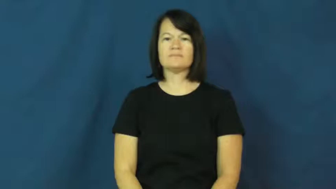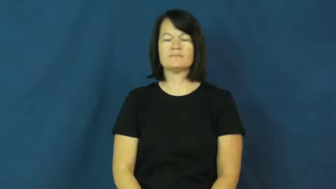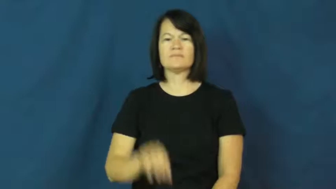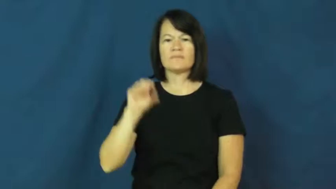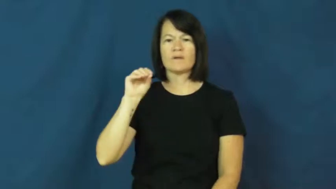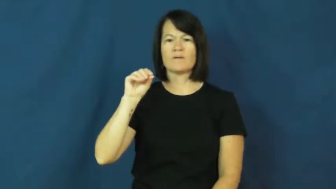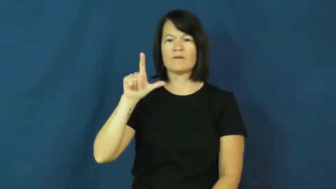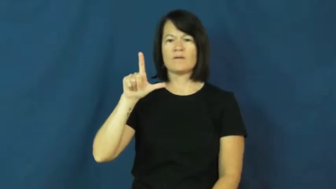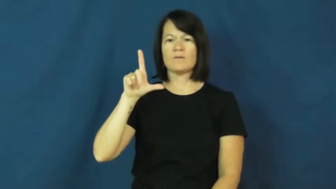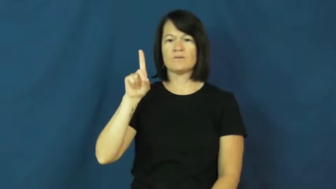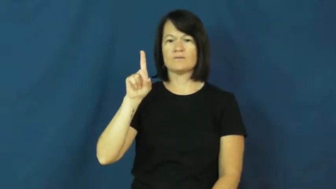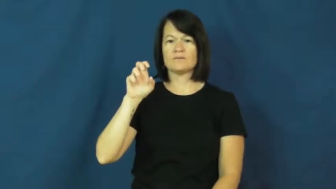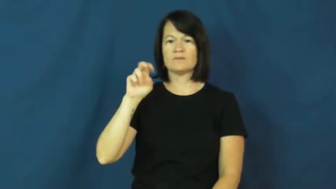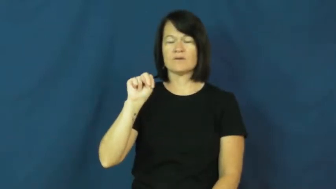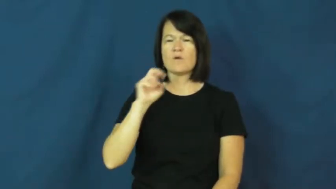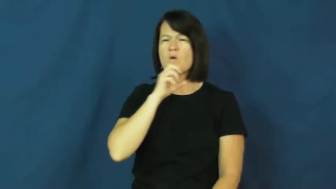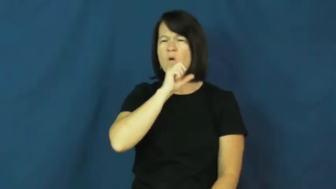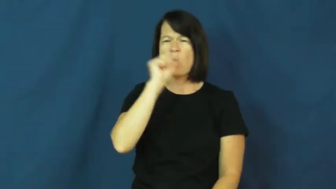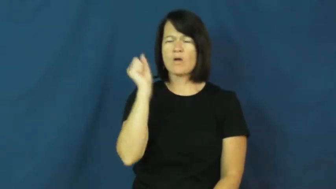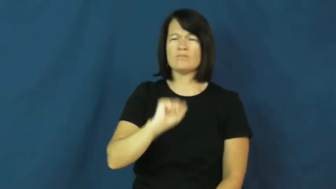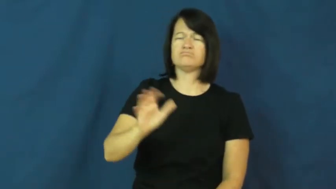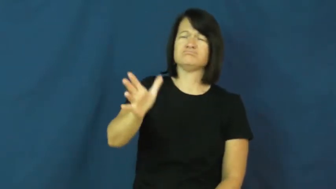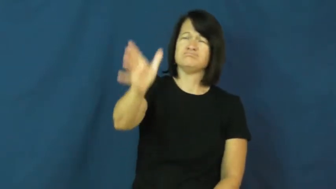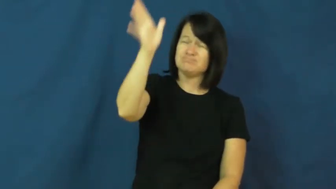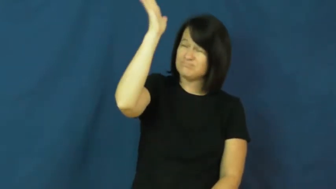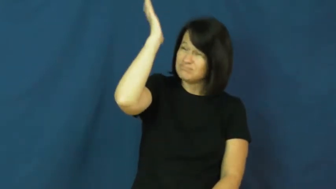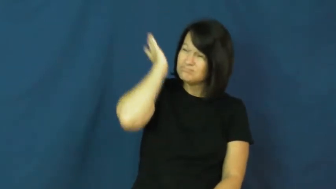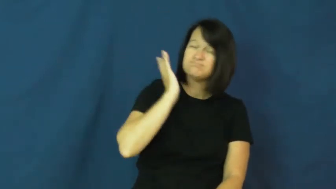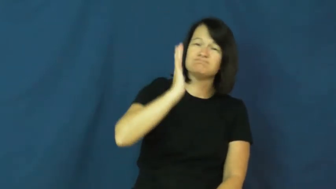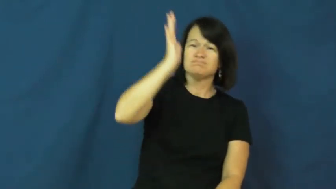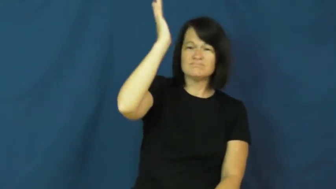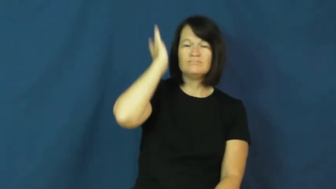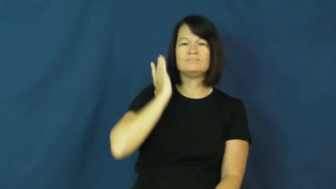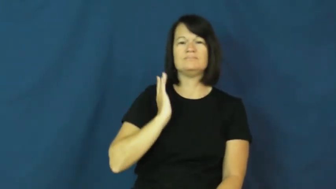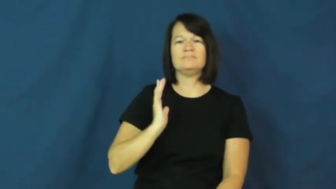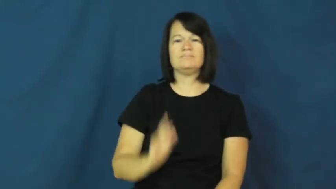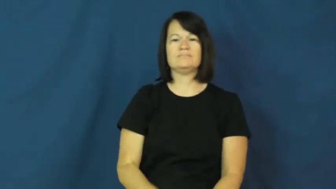olden